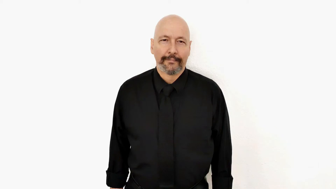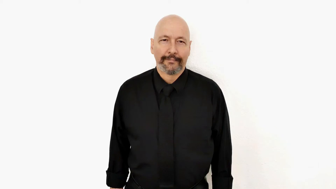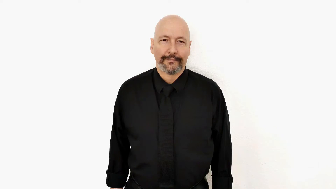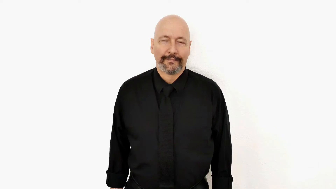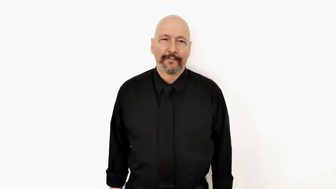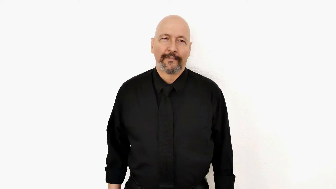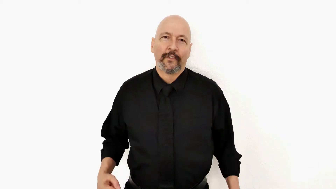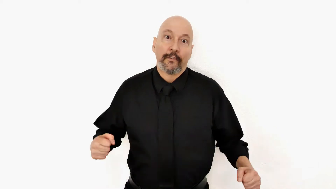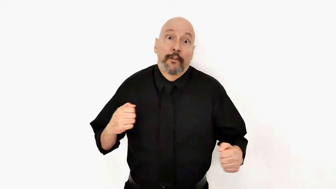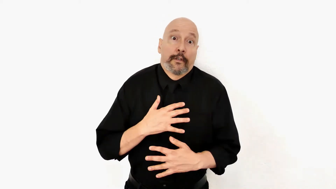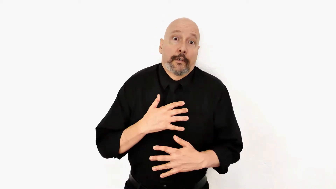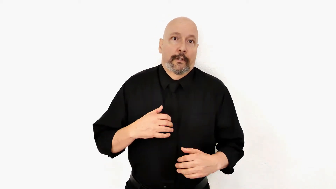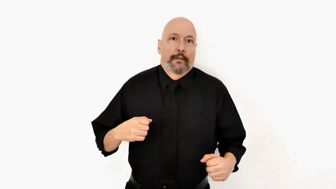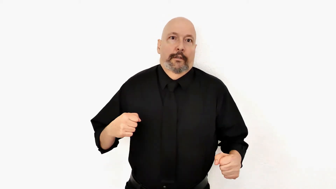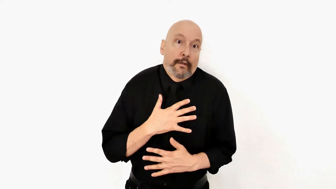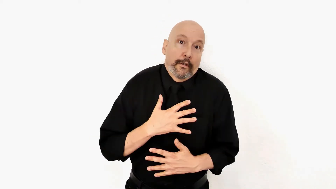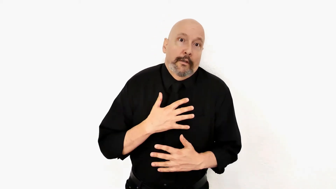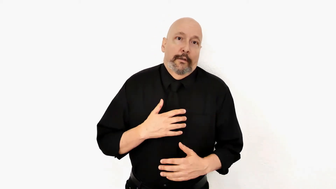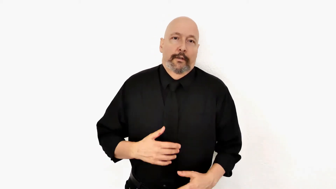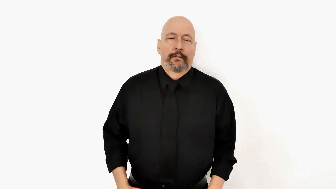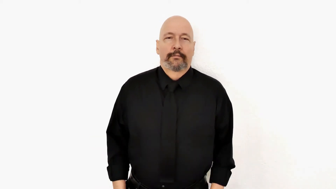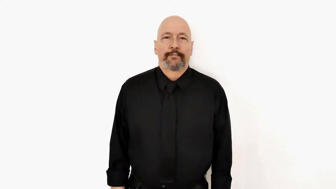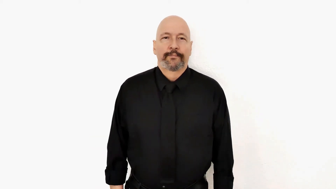keeps being AFRAID++ [S to 5-version] [keeps being afraid / fear / scared]